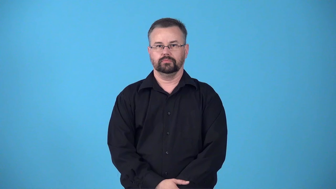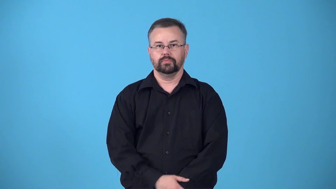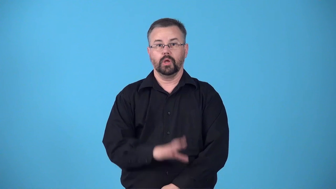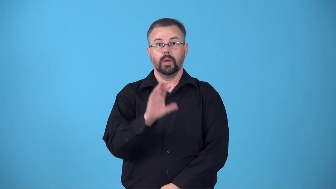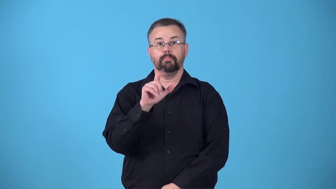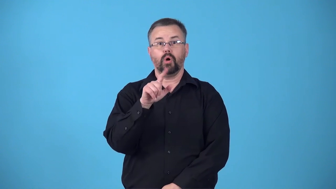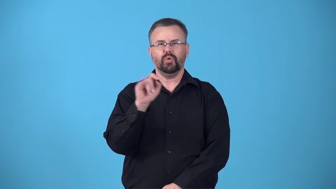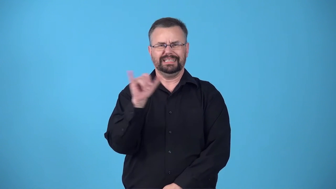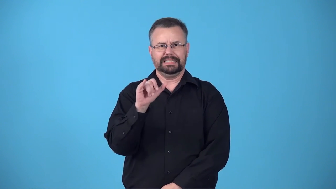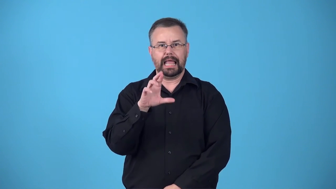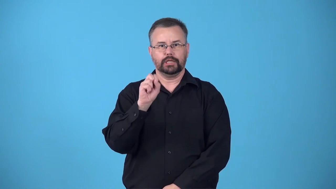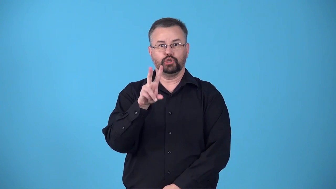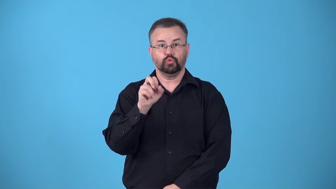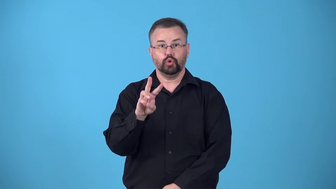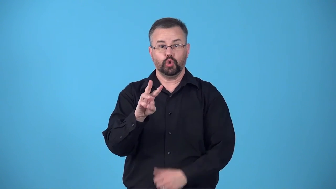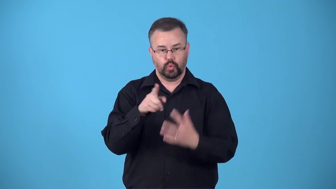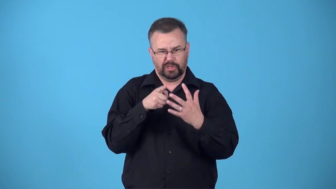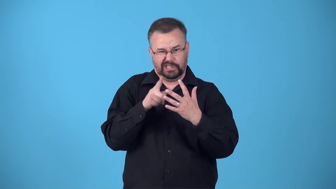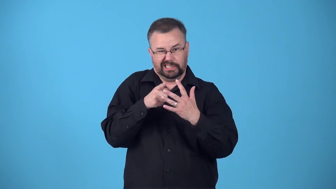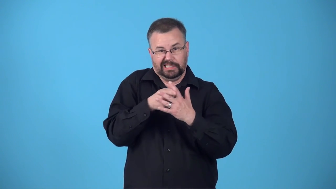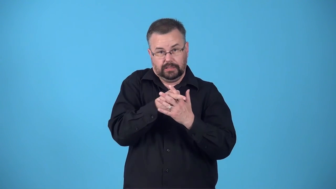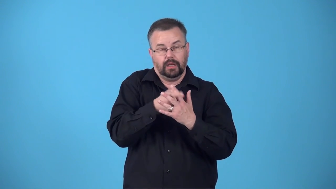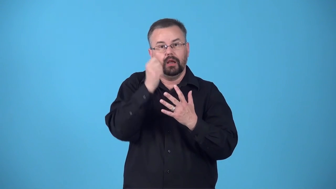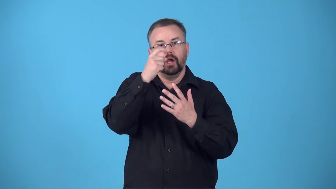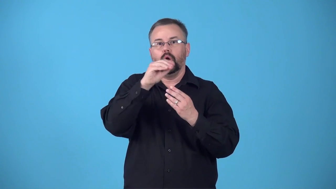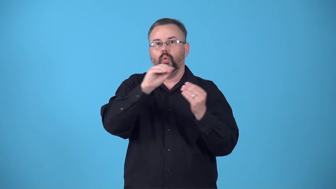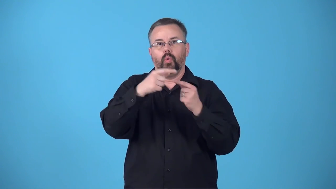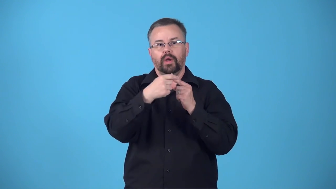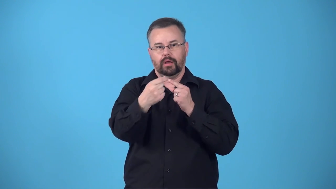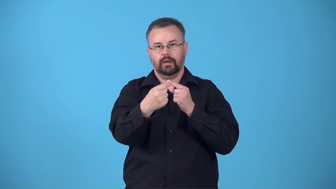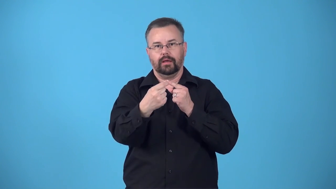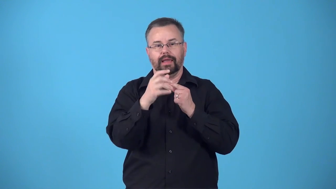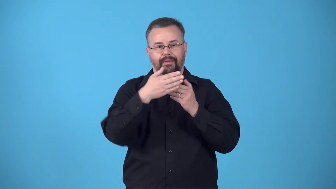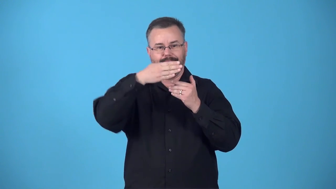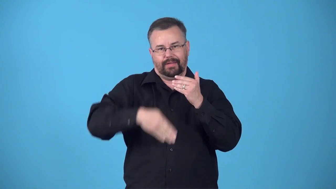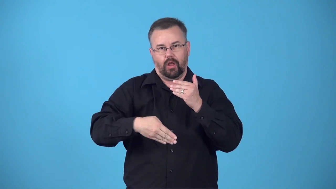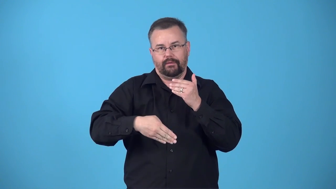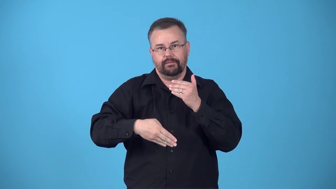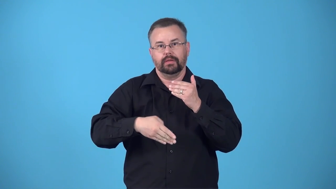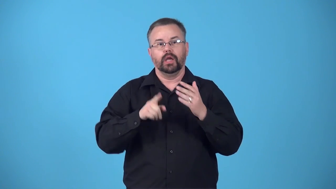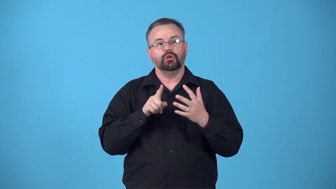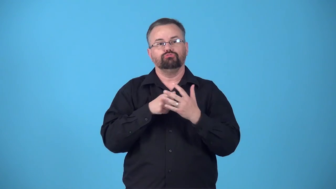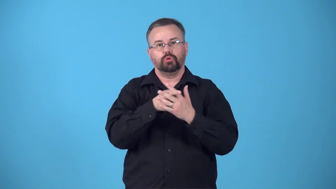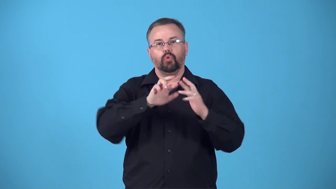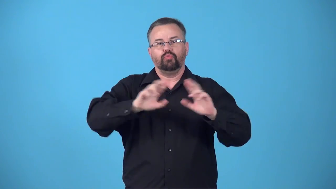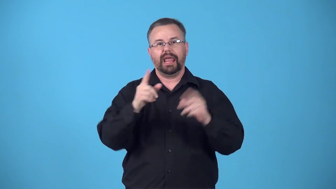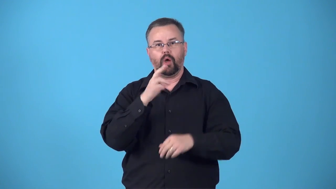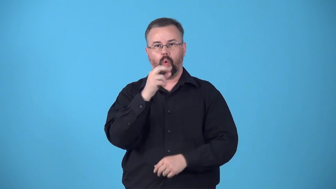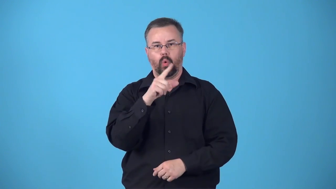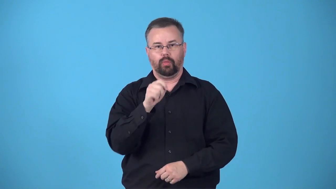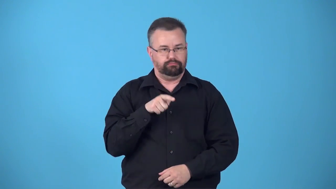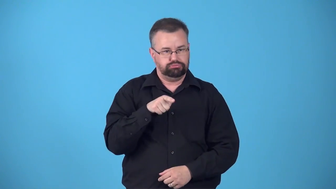bolt-fasten with a bolt